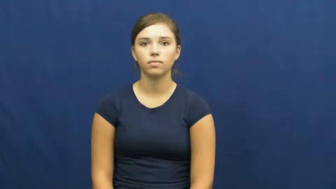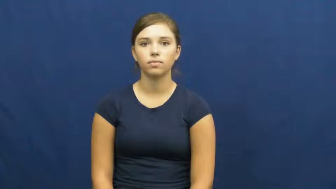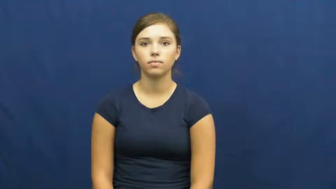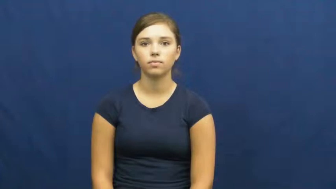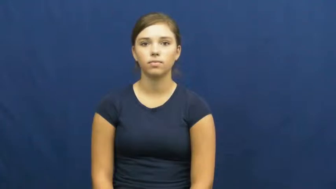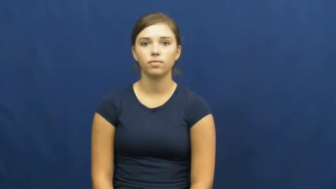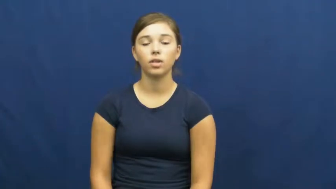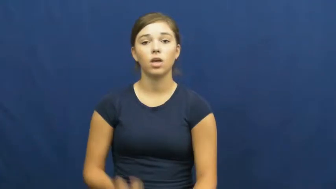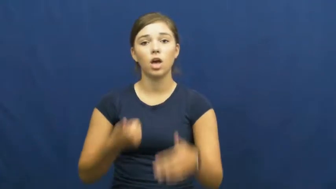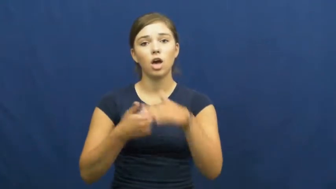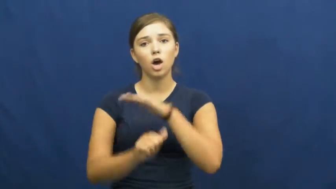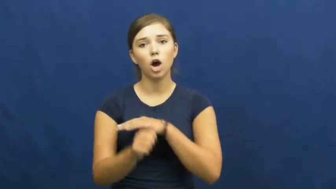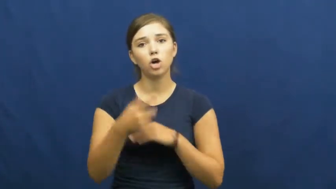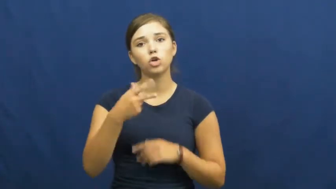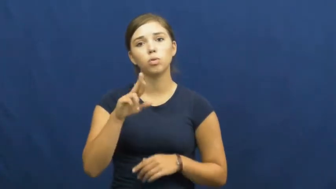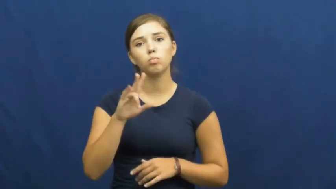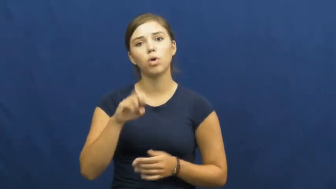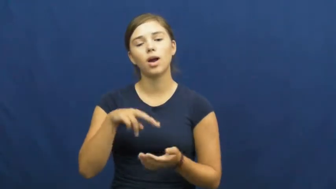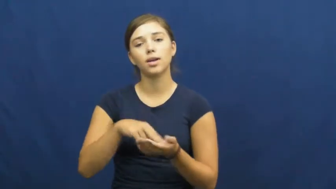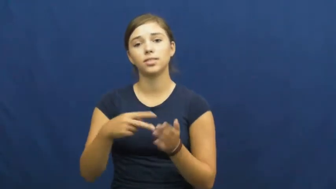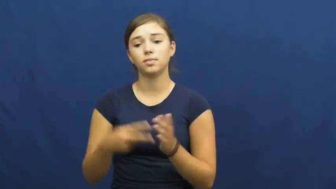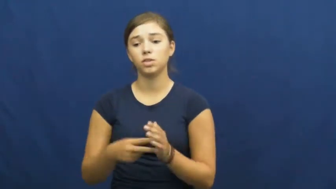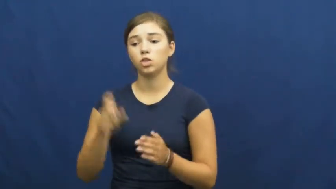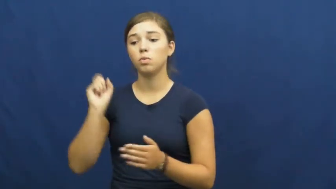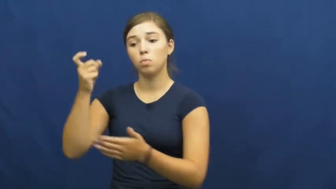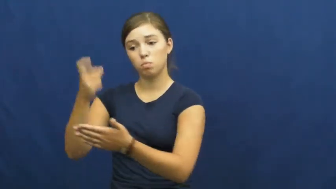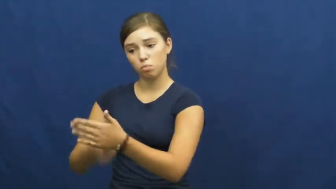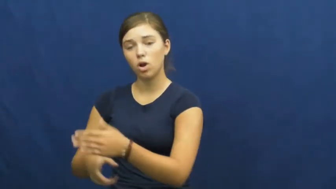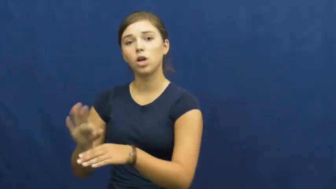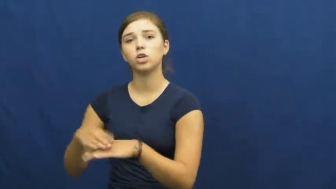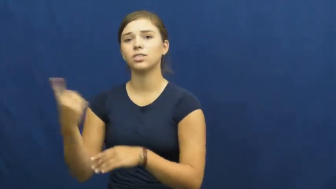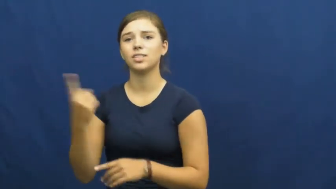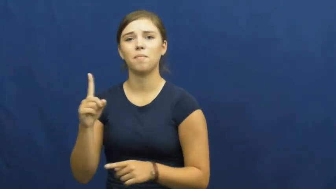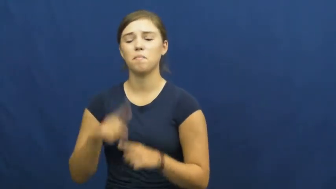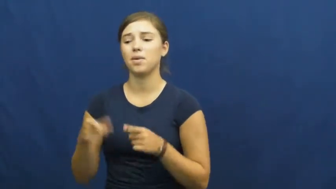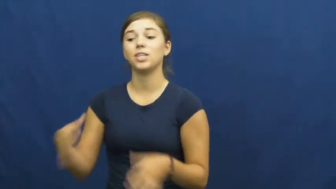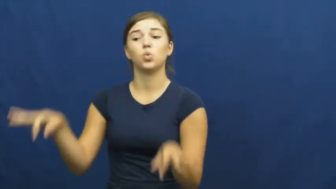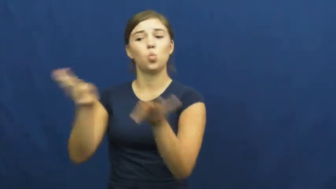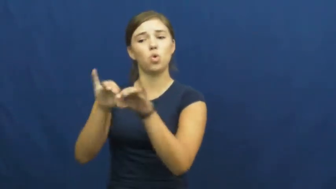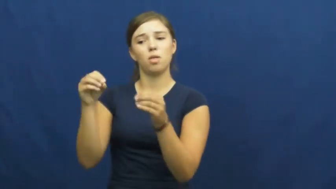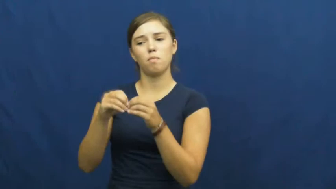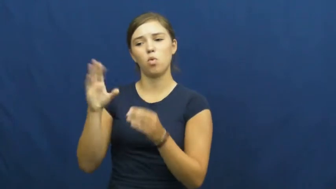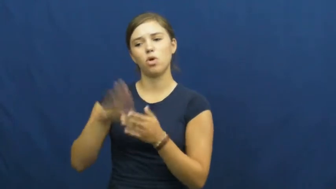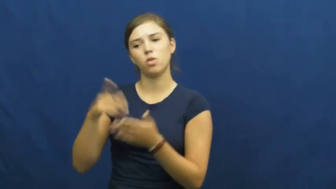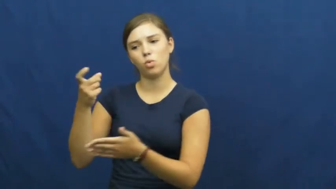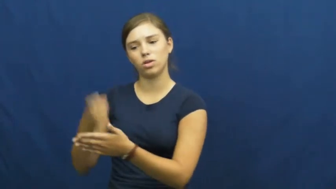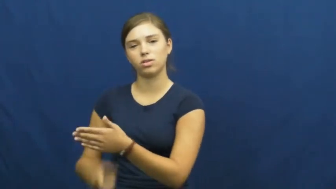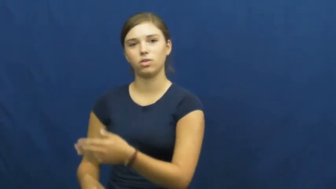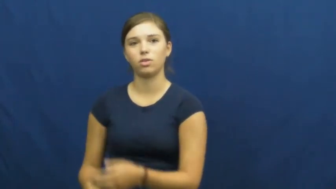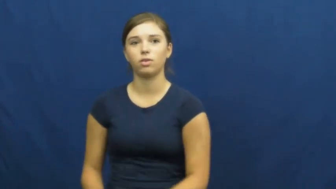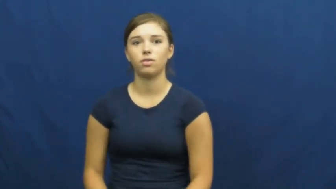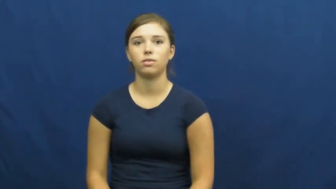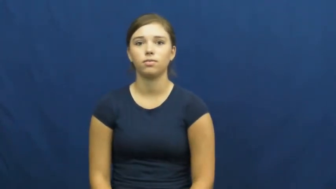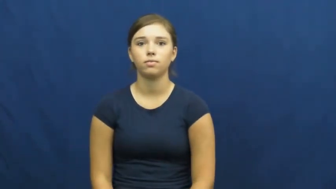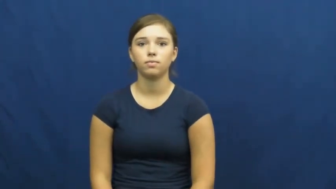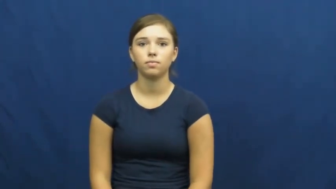underprice